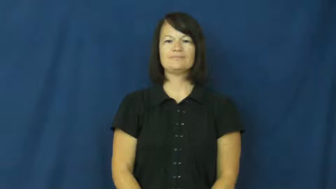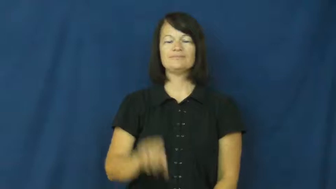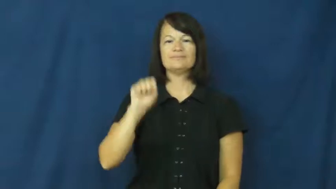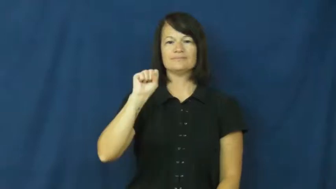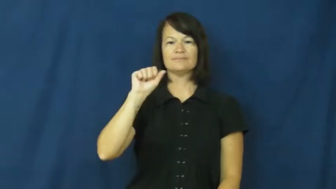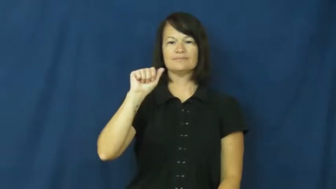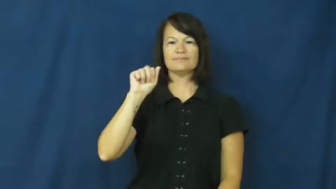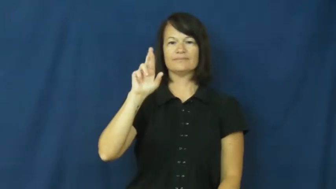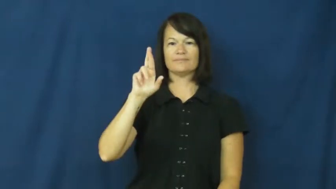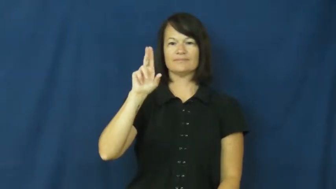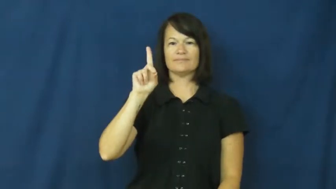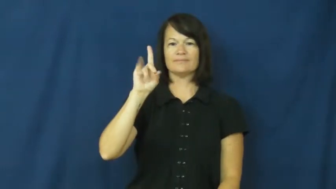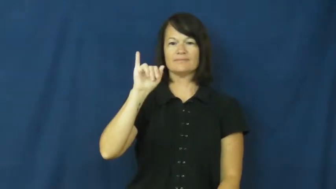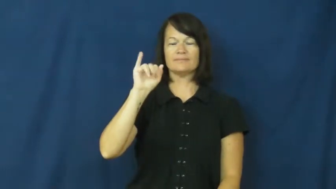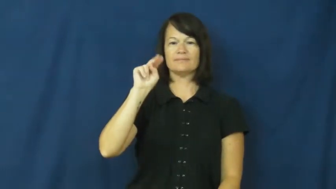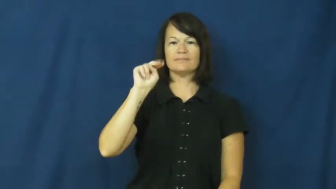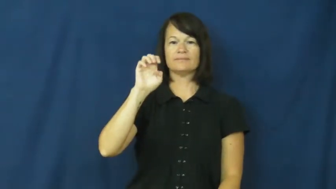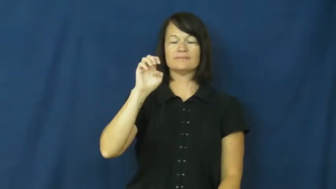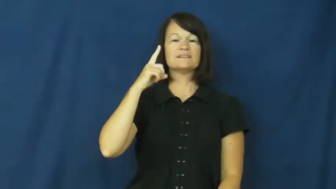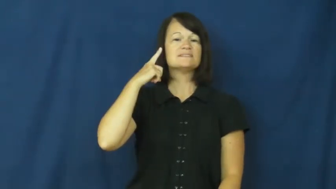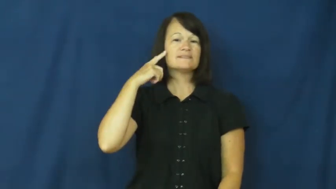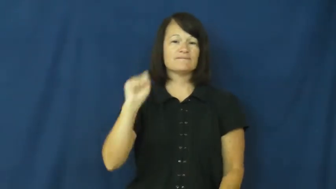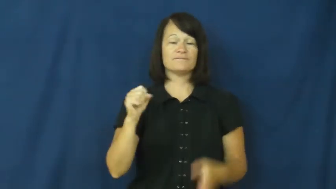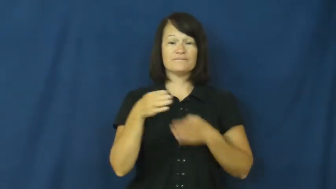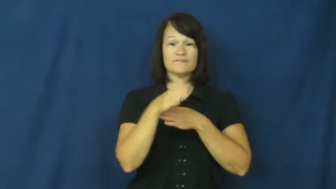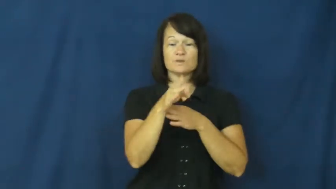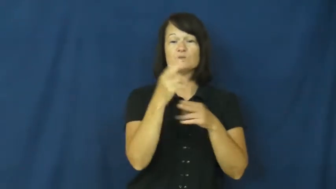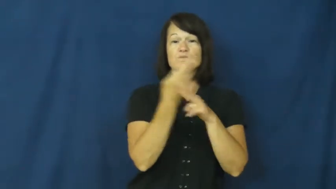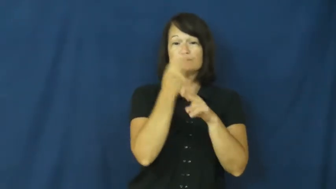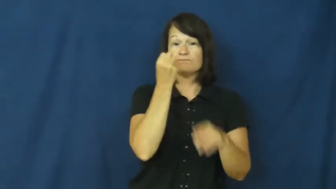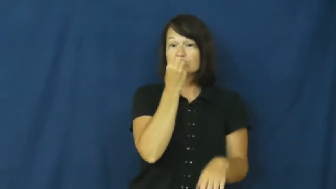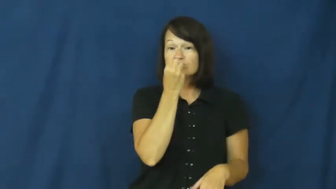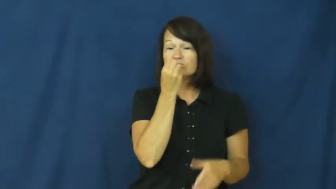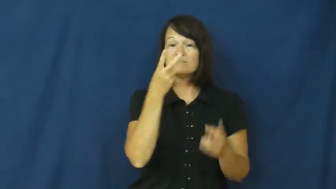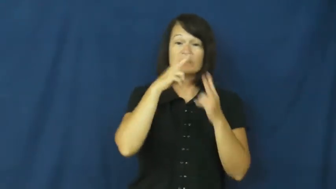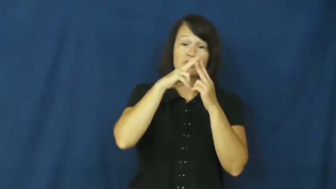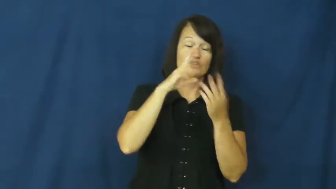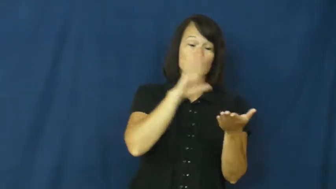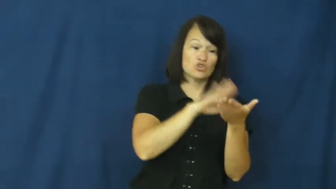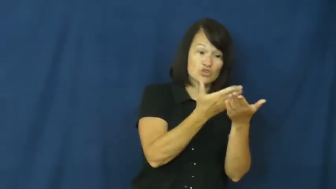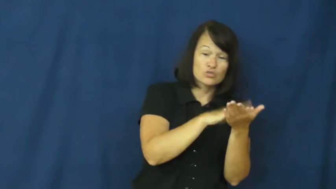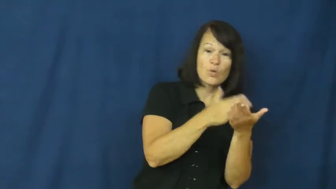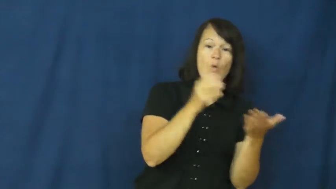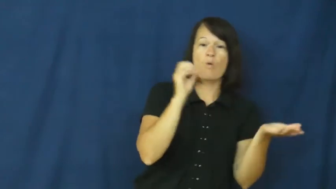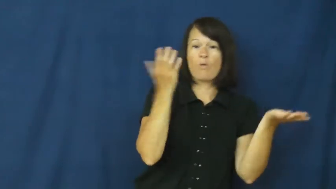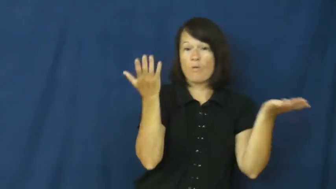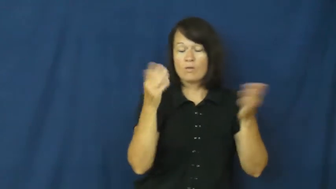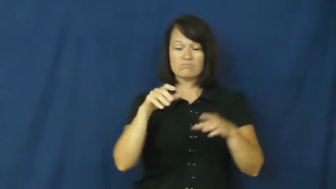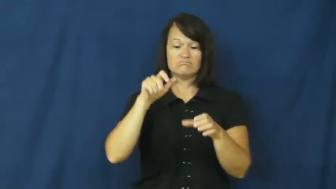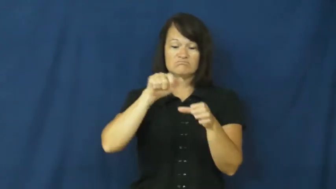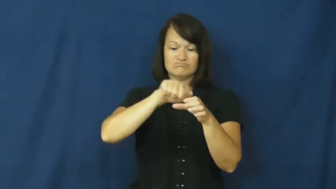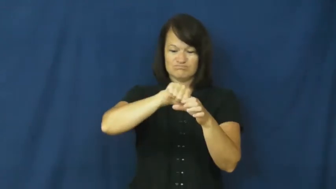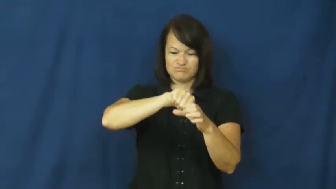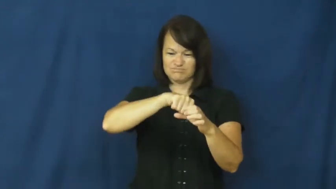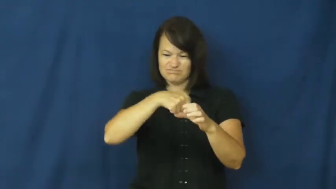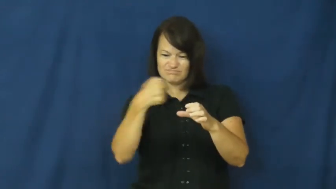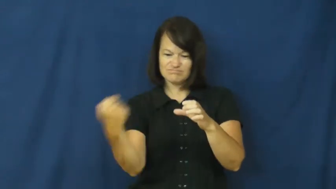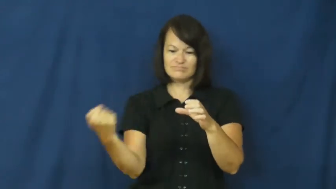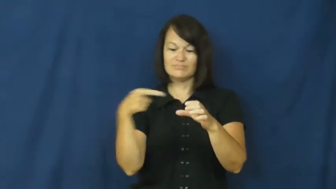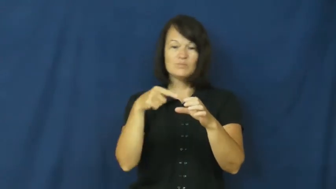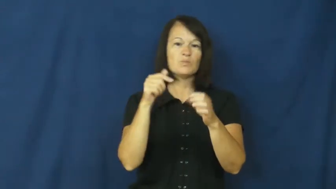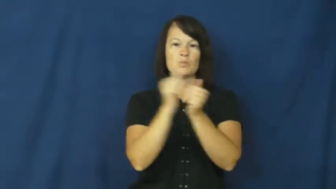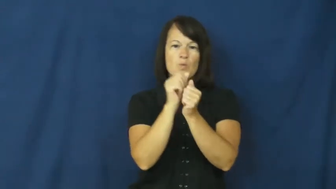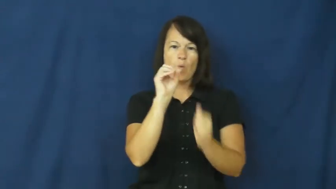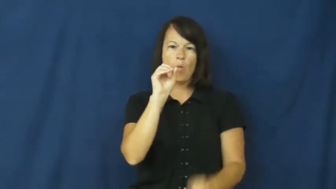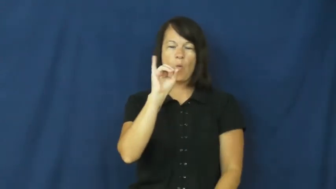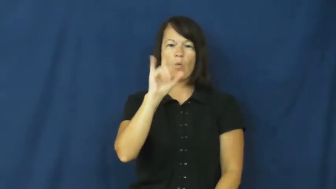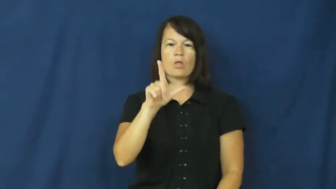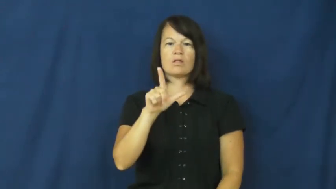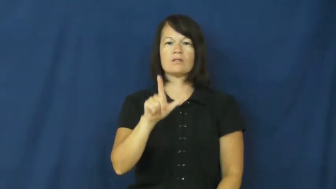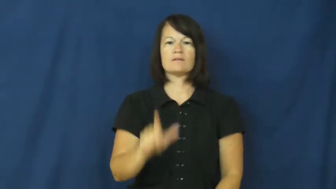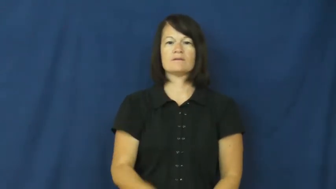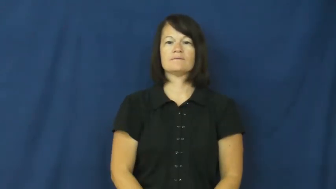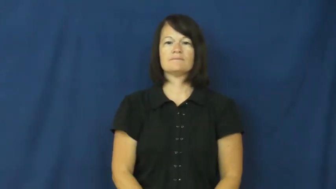sardine